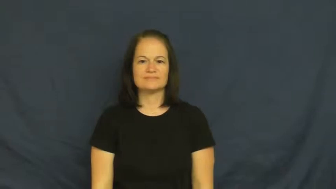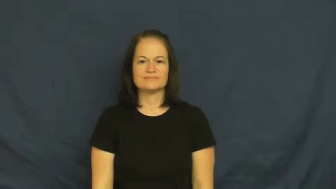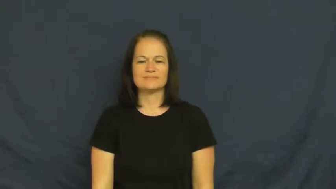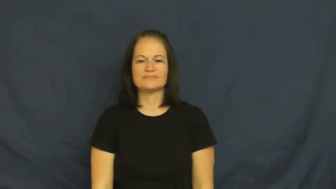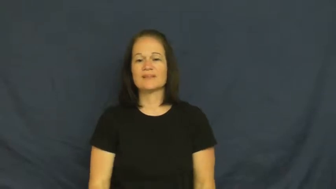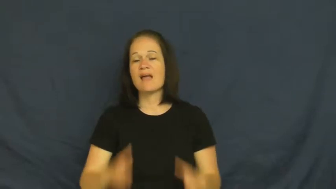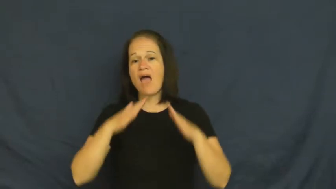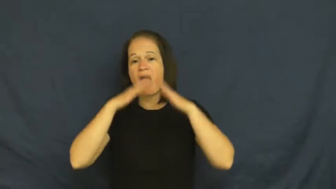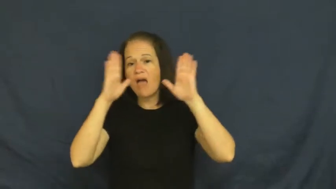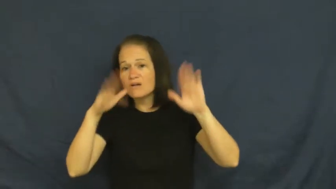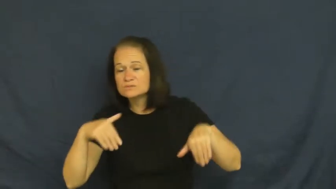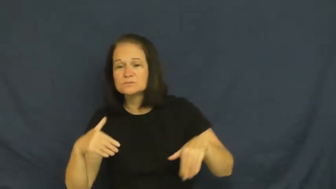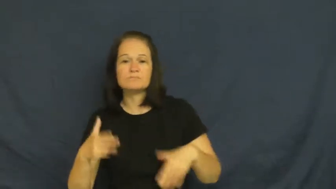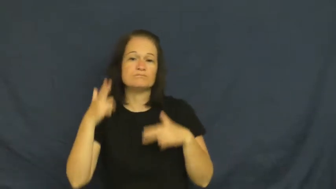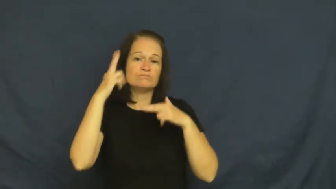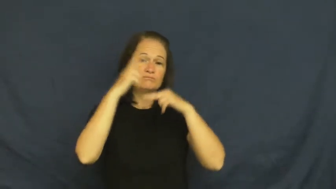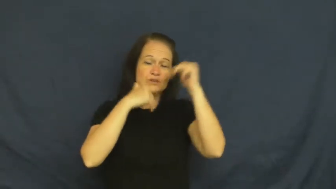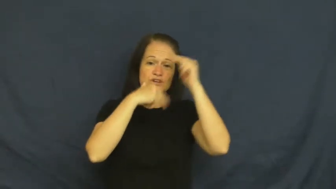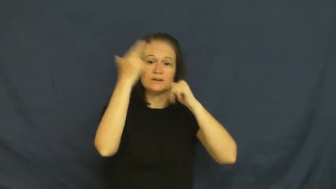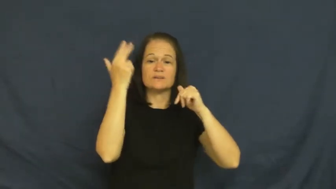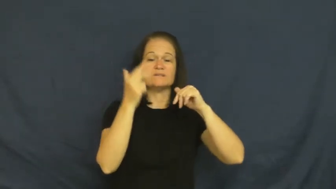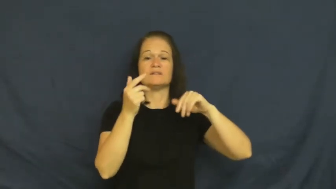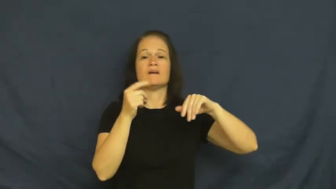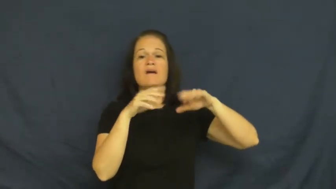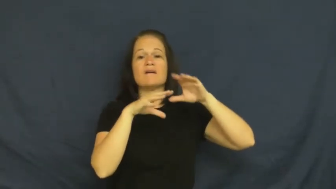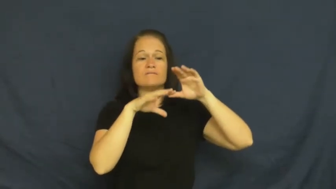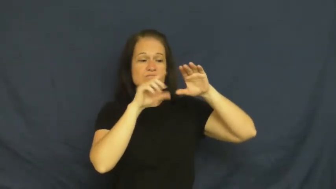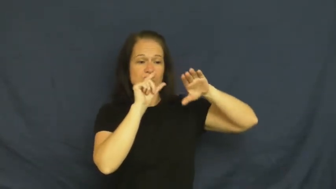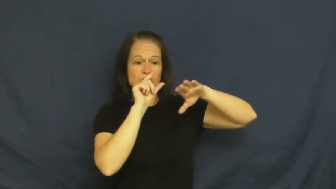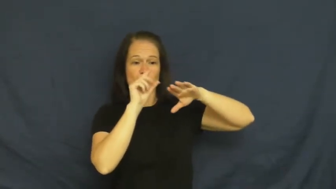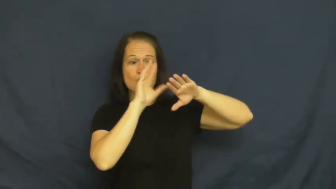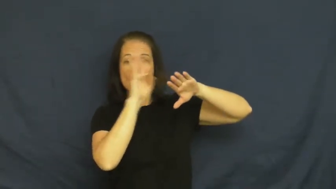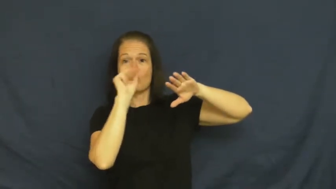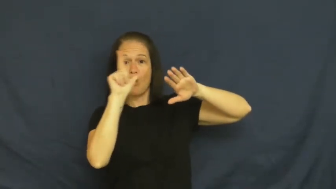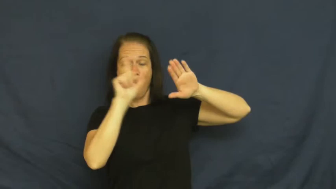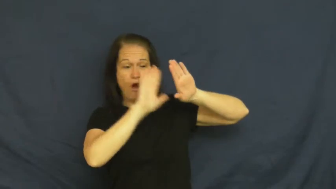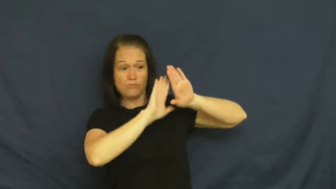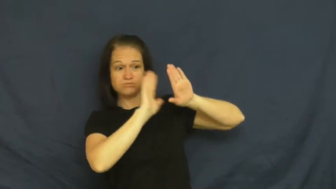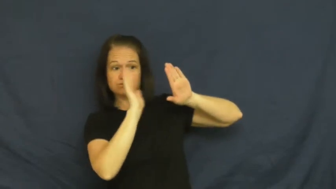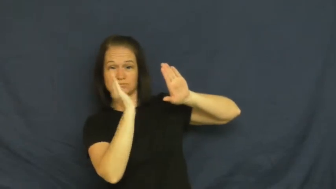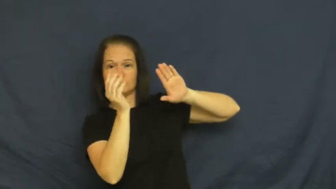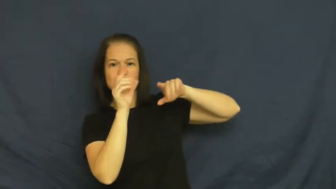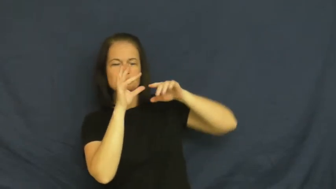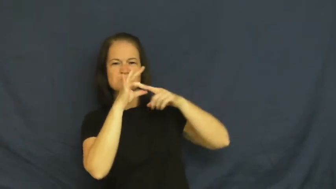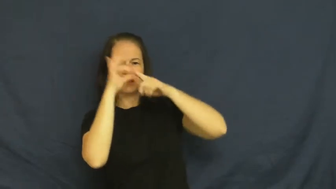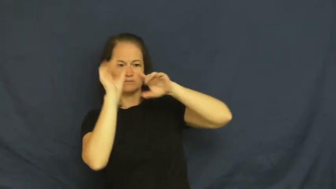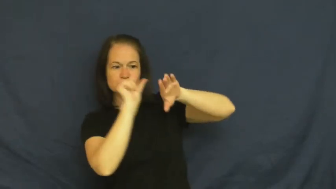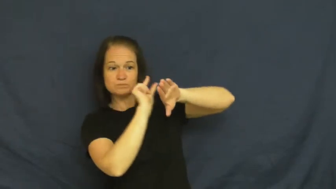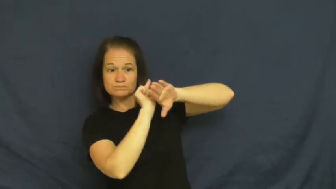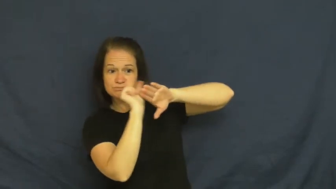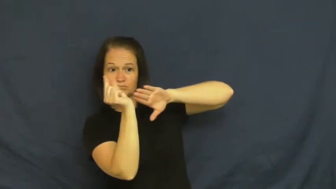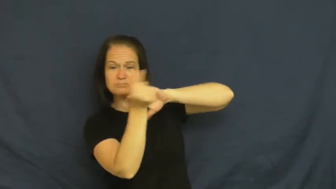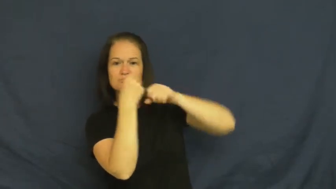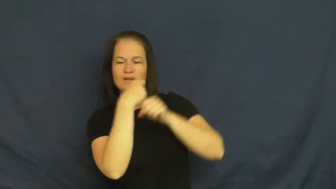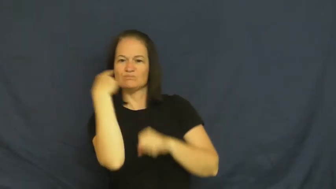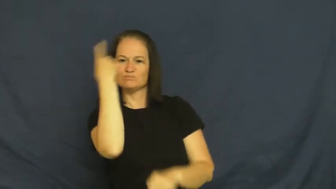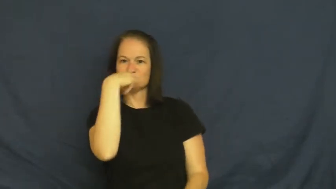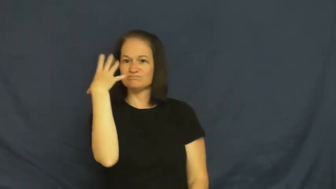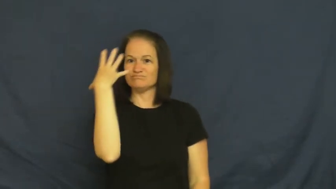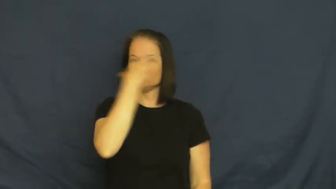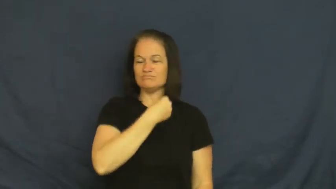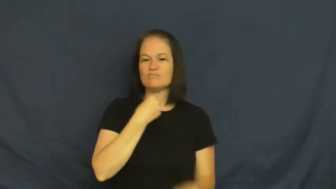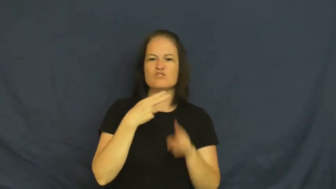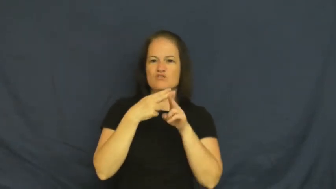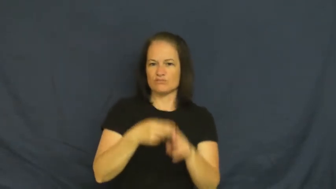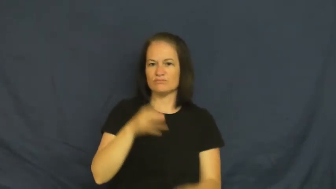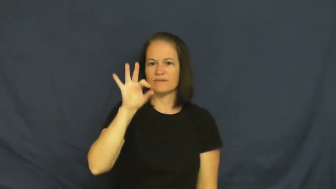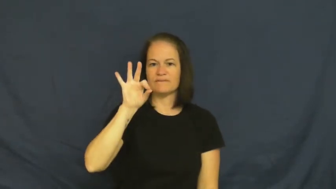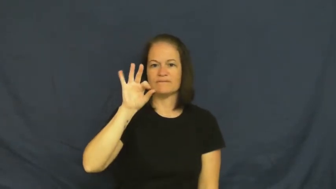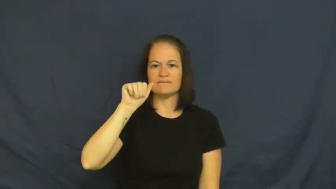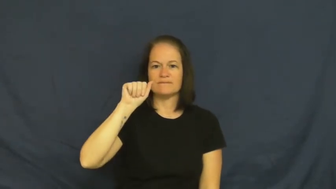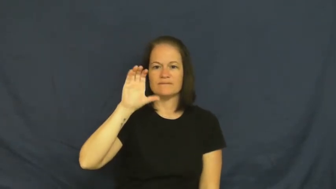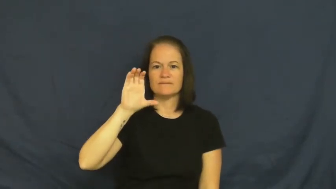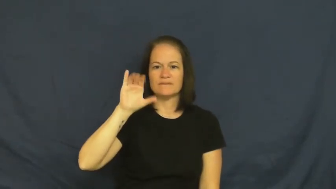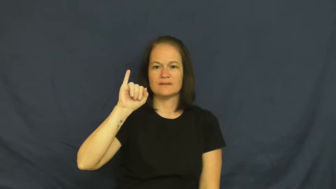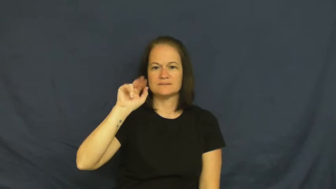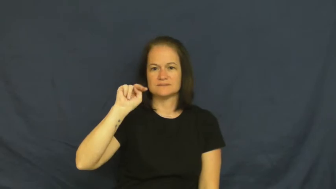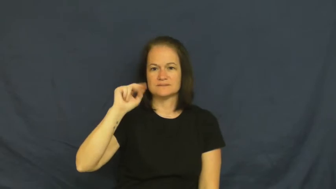facing-house